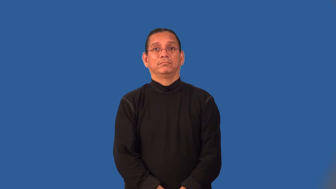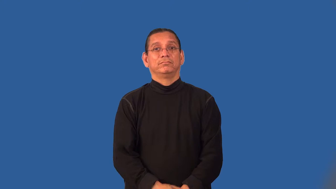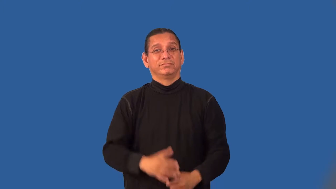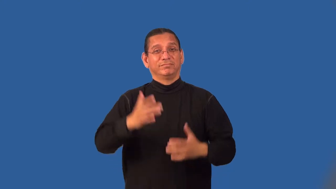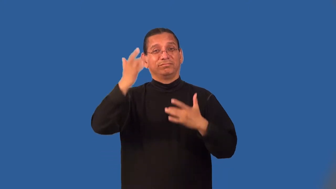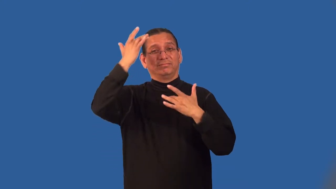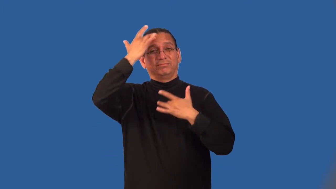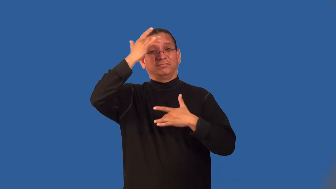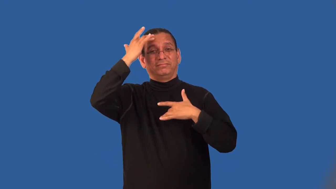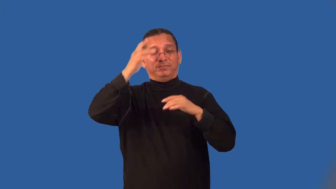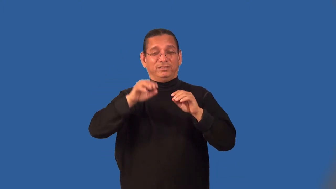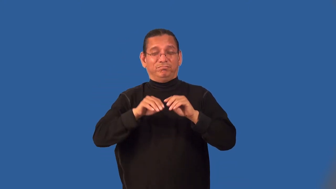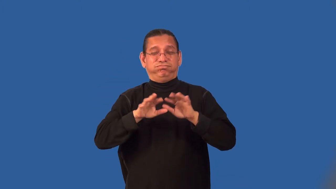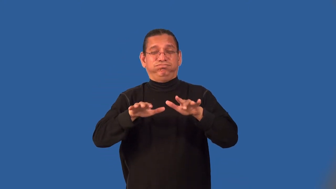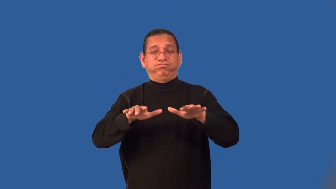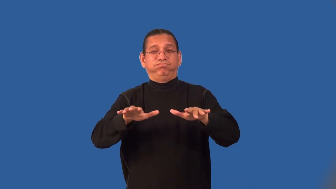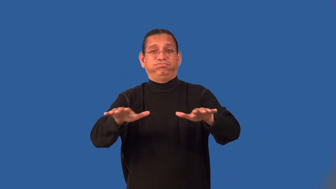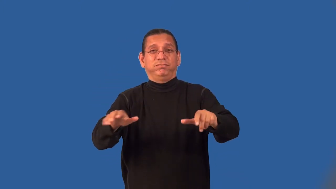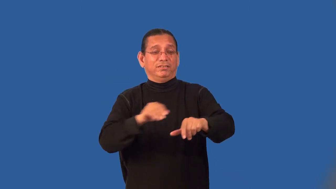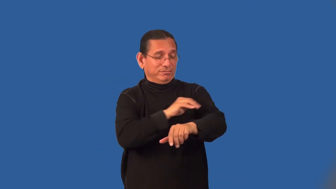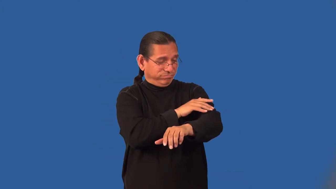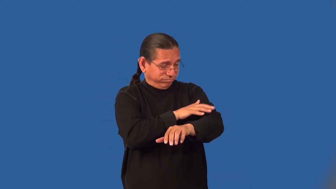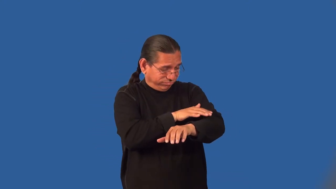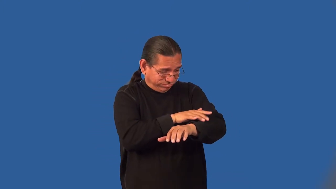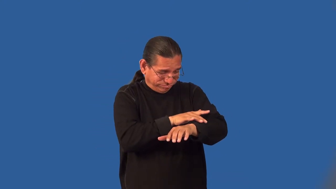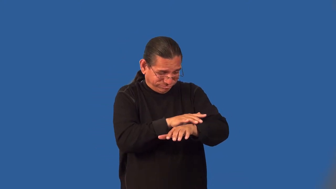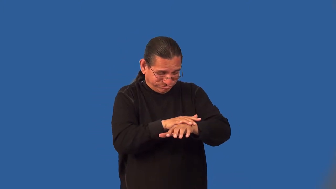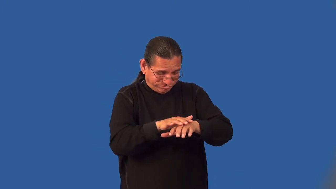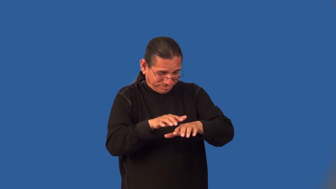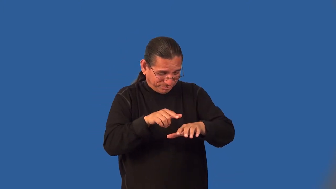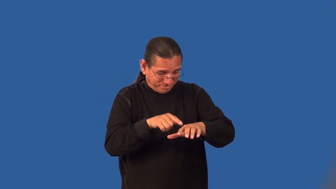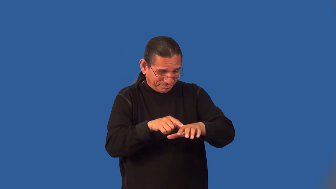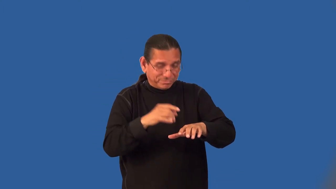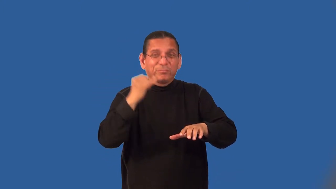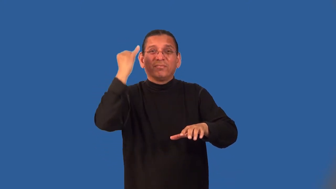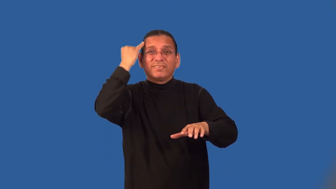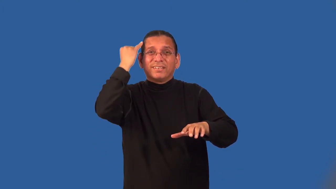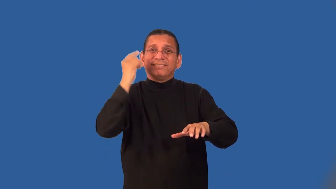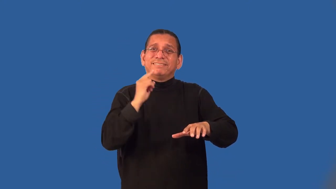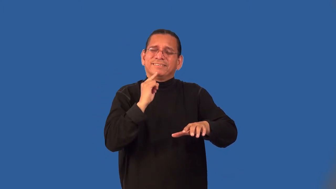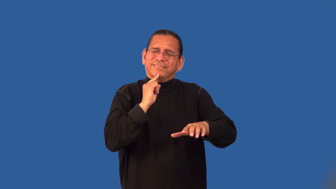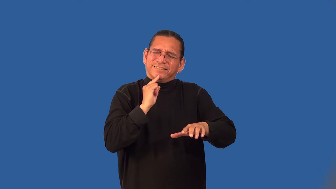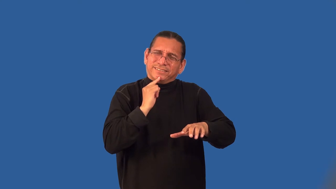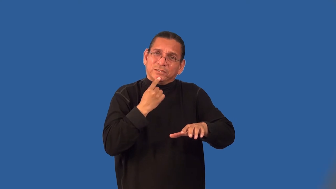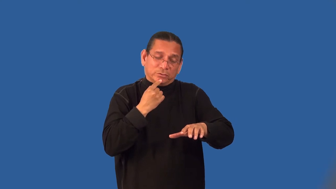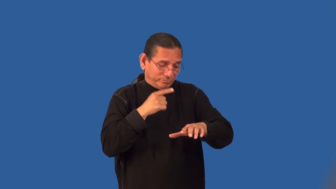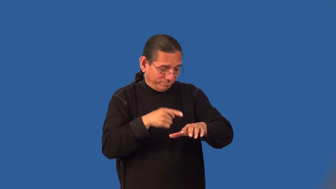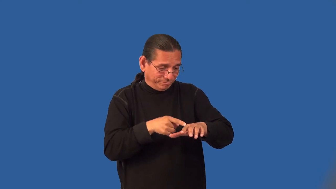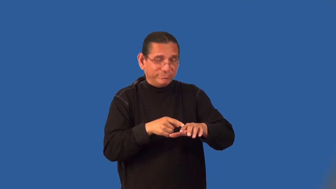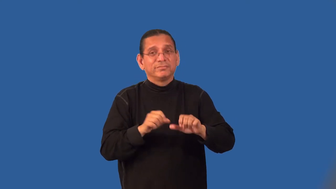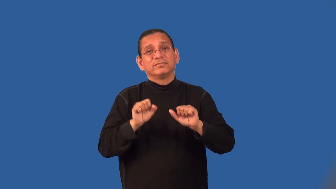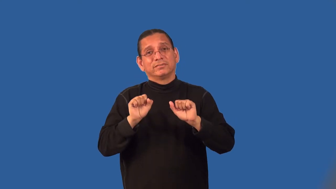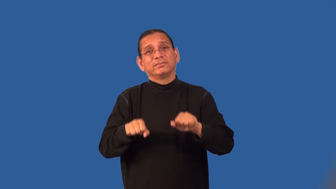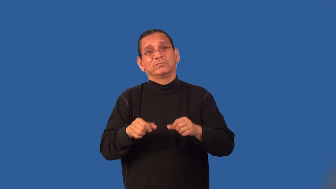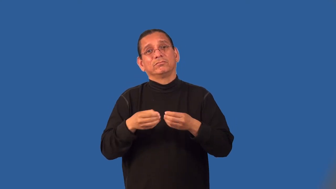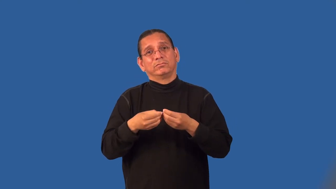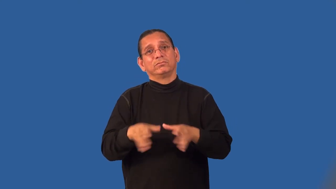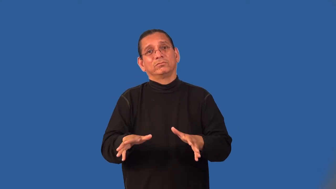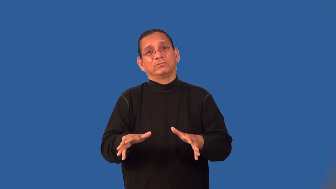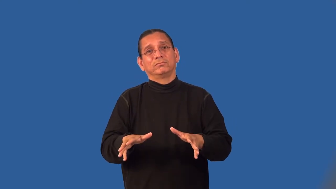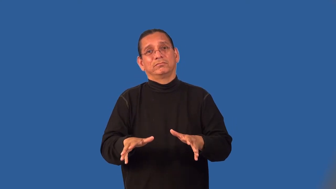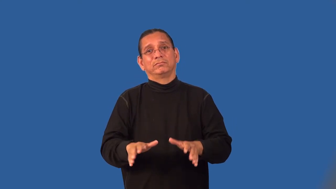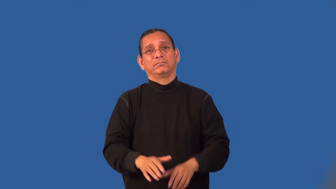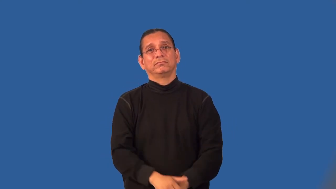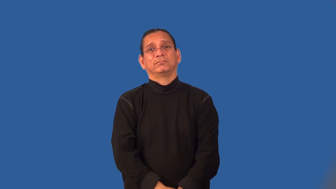leprosy